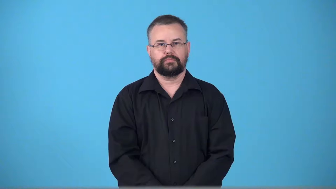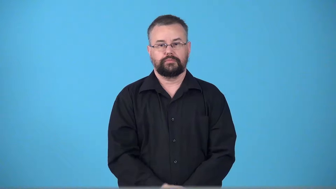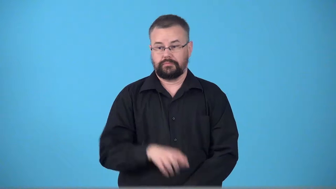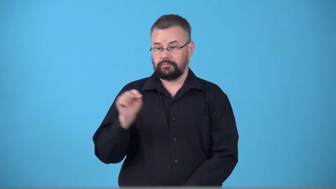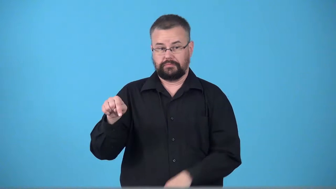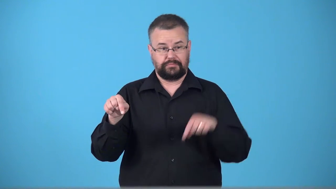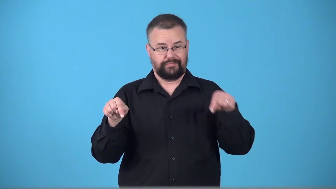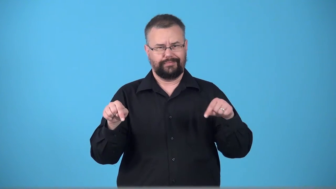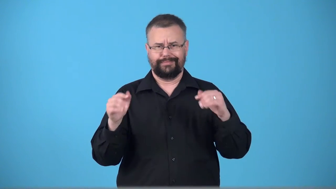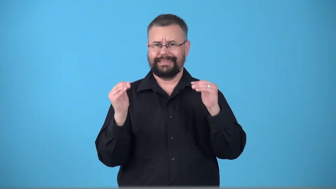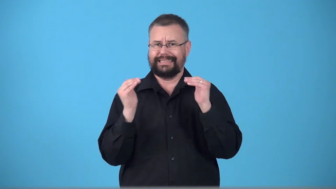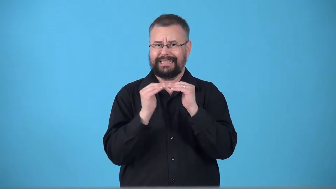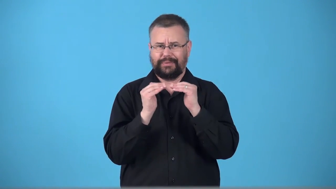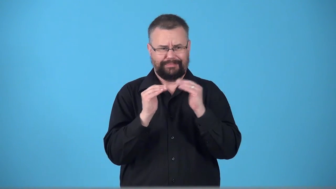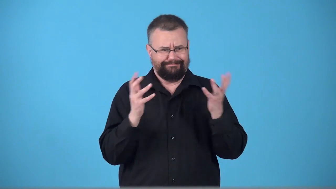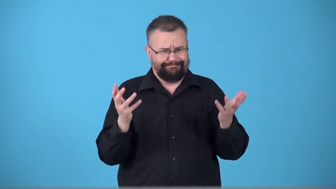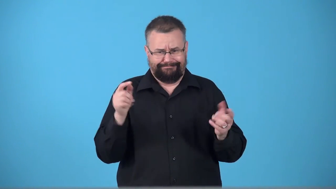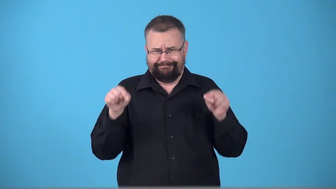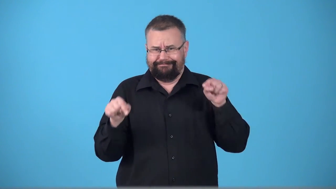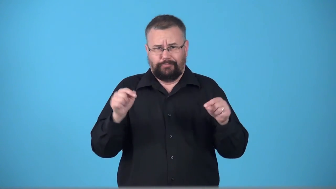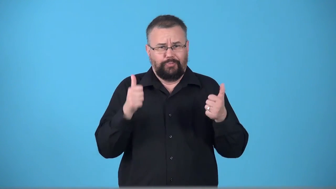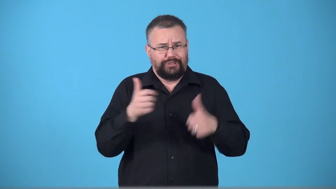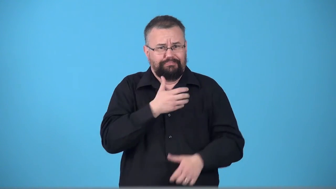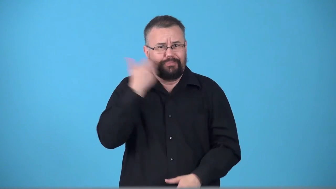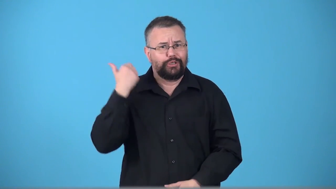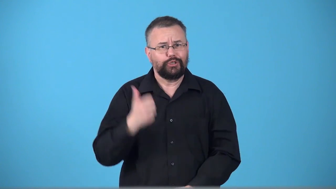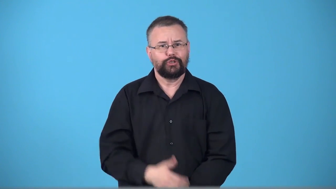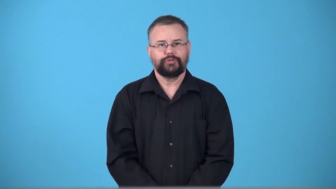tossup-not sure who will win